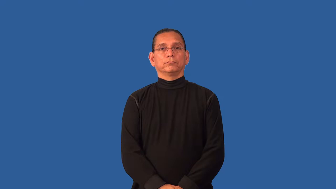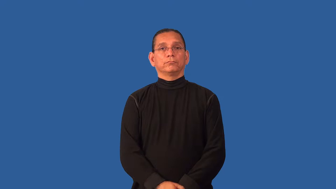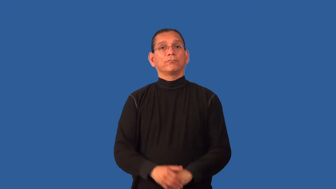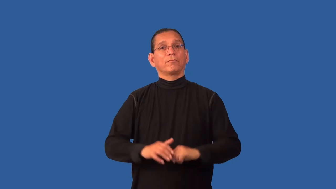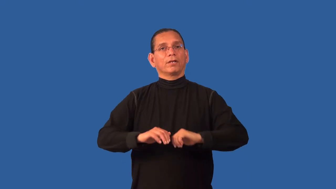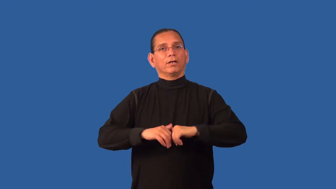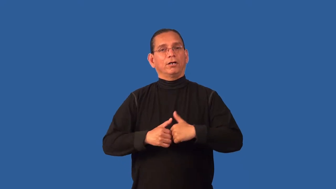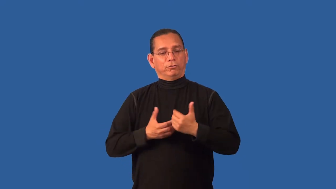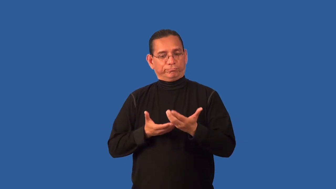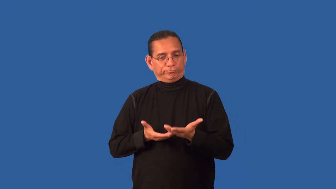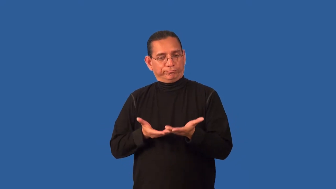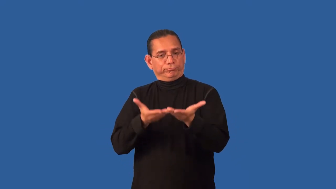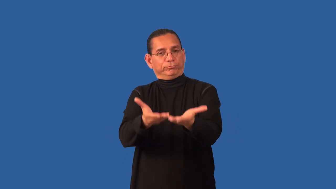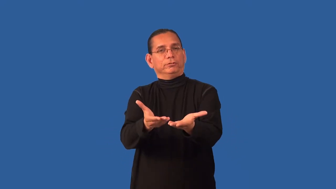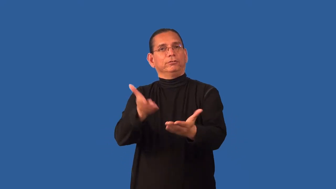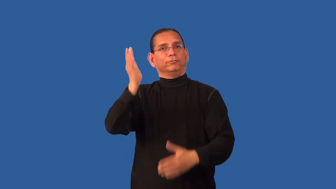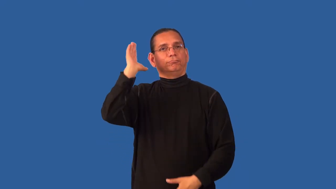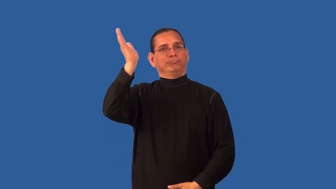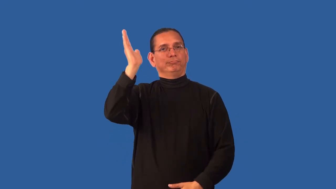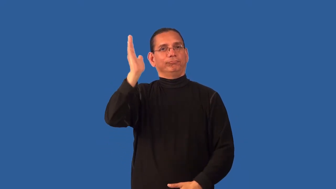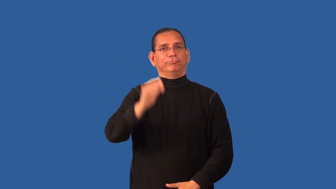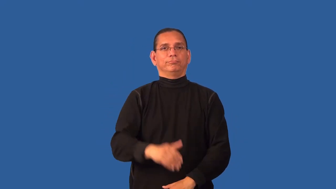delivery-how you speak